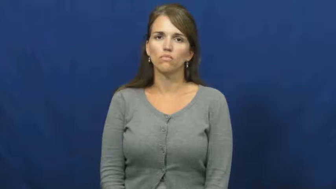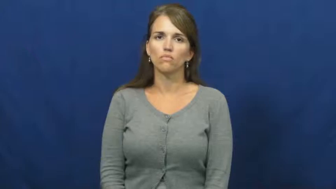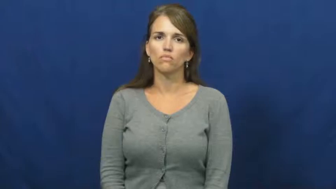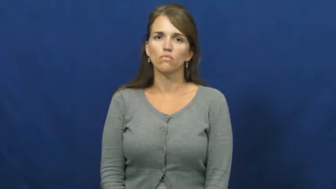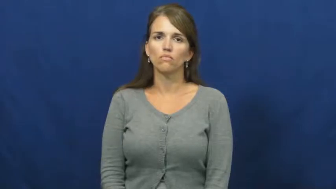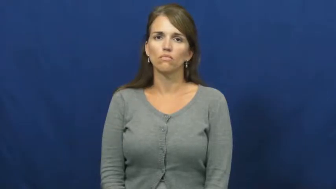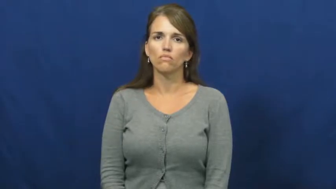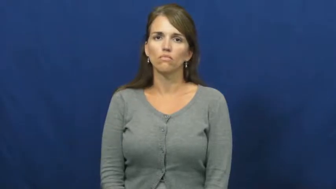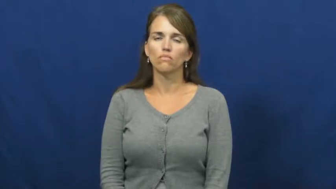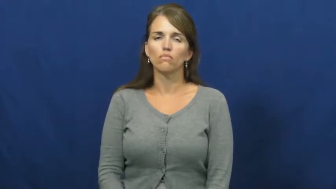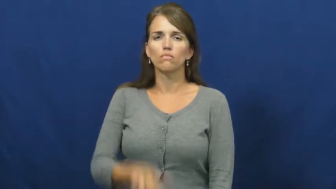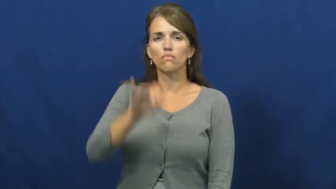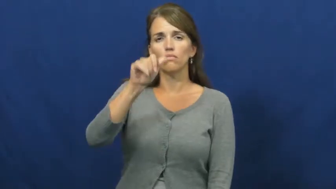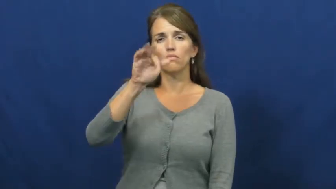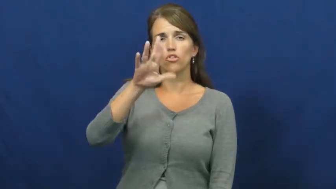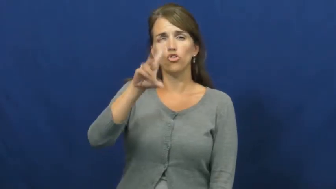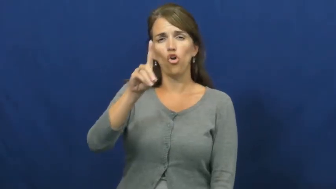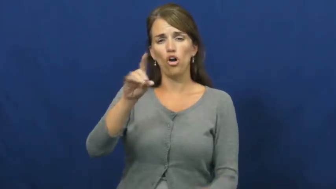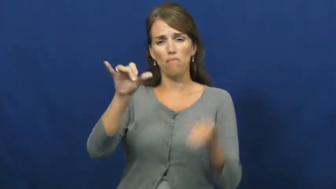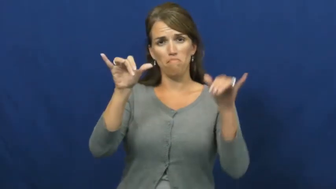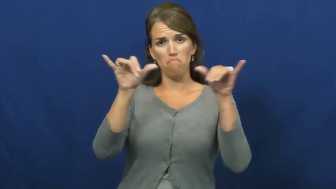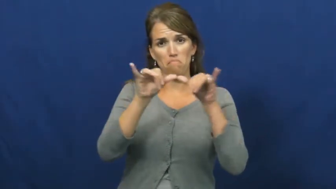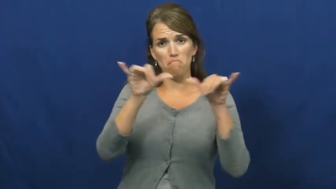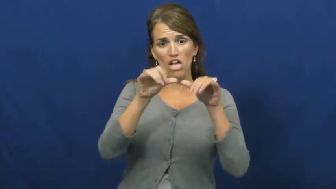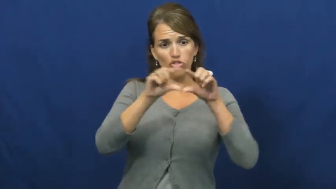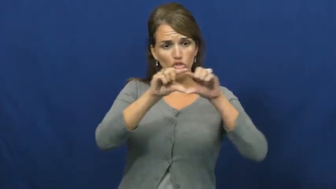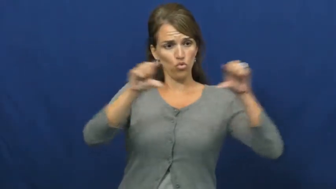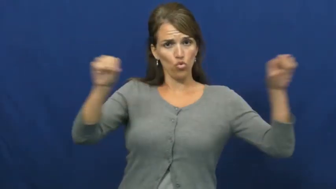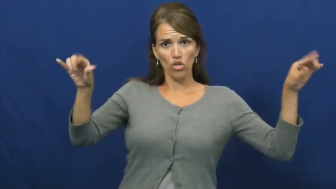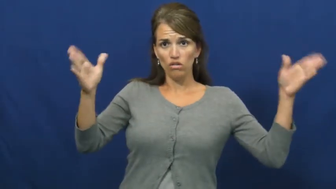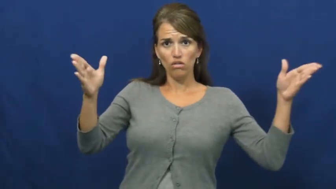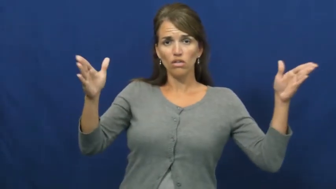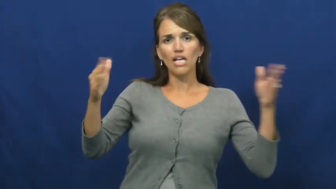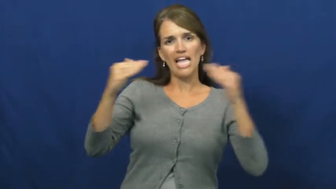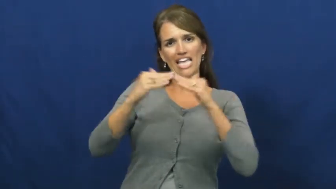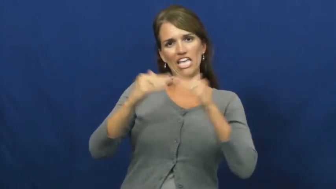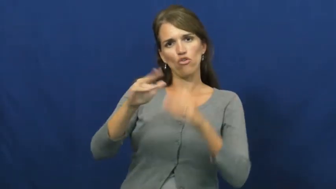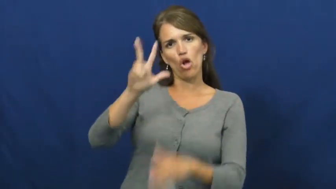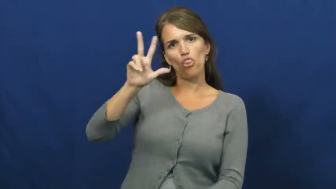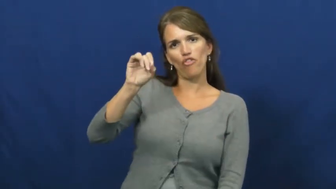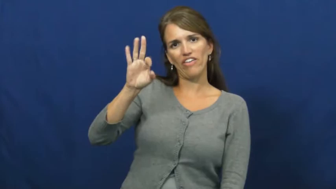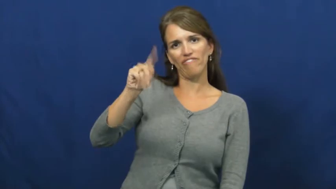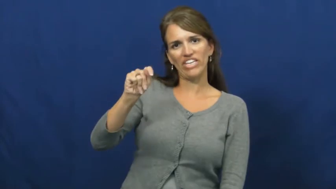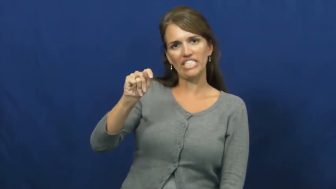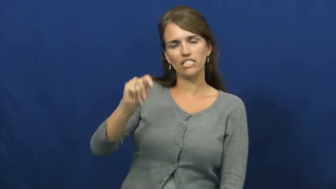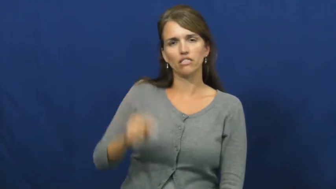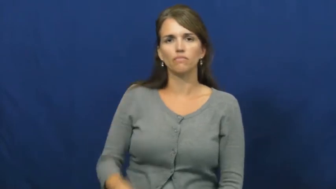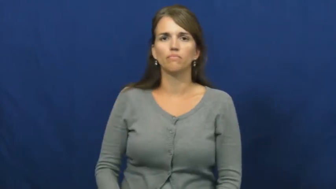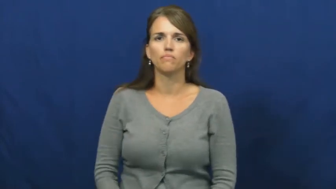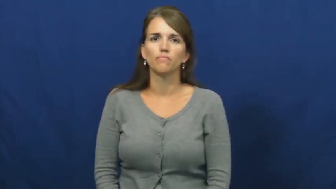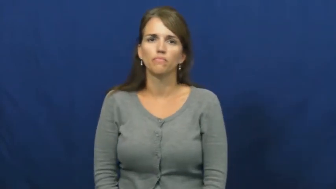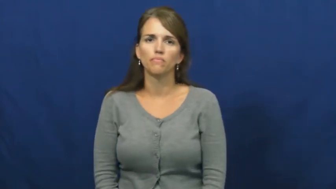yard-measure